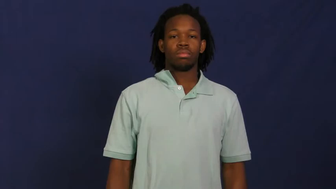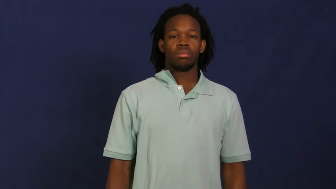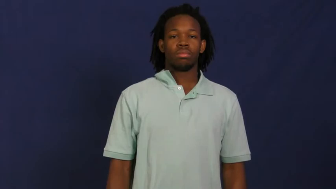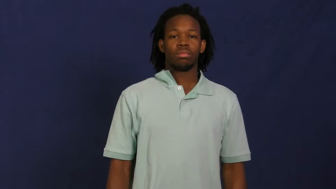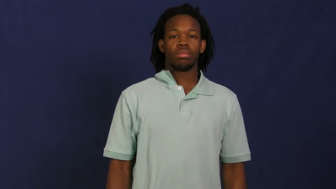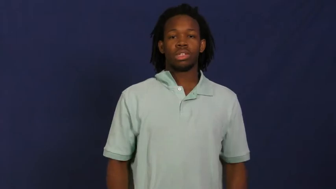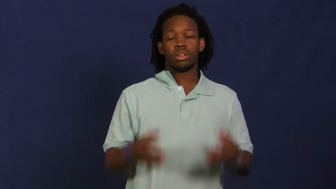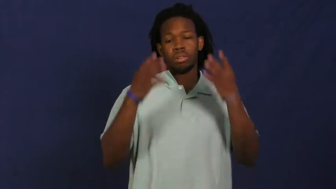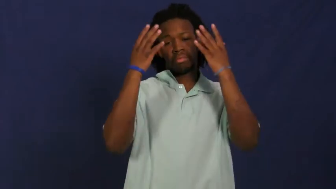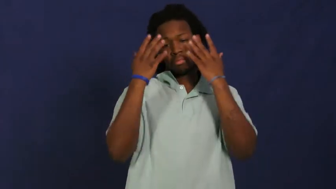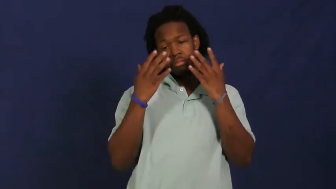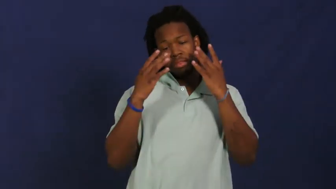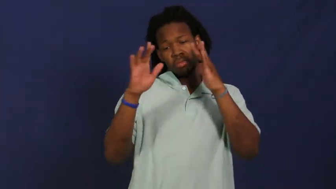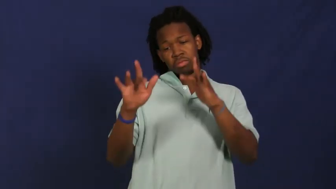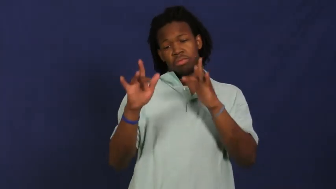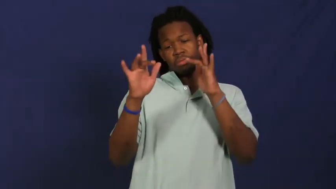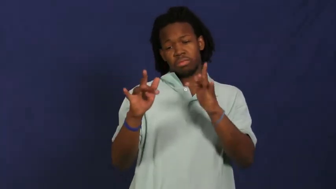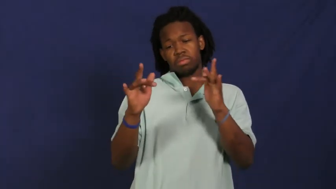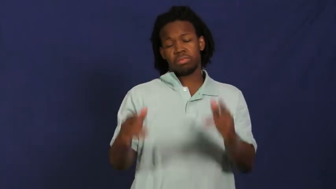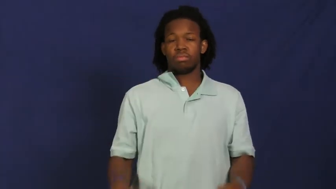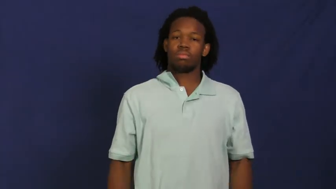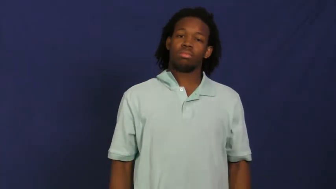pathetic